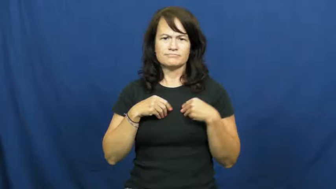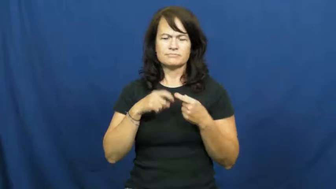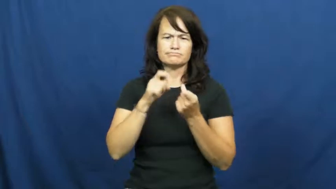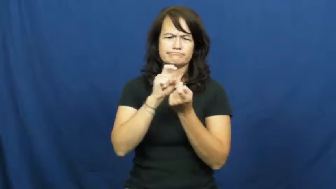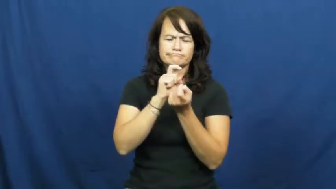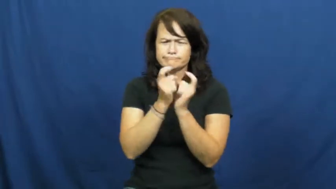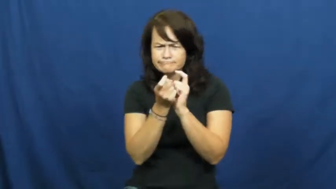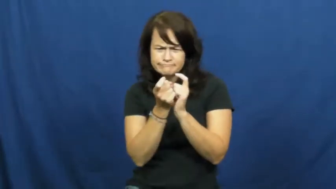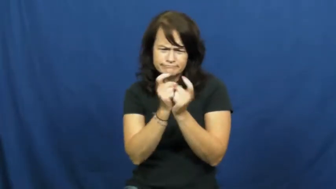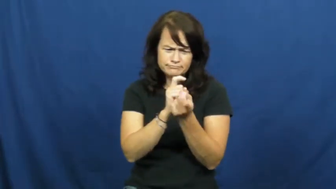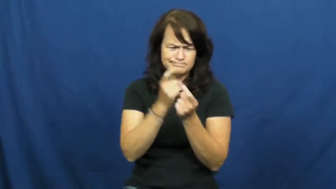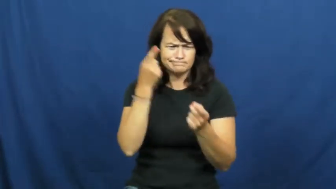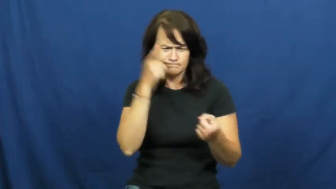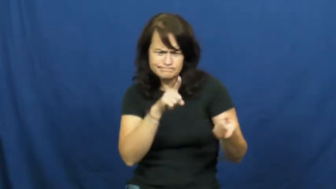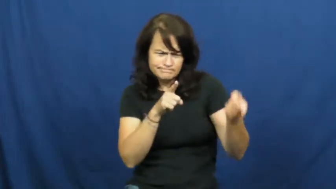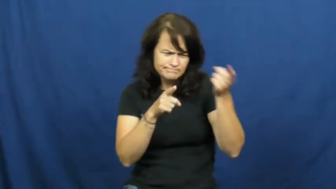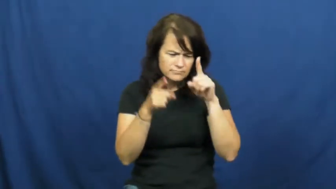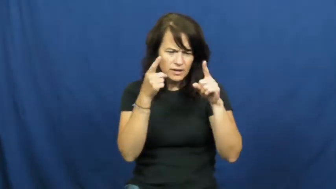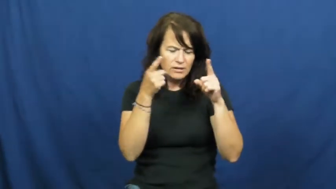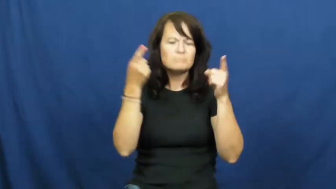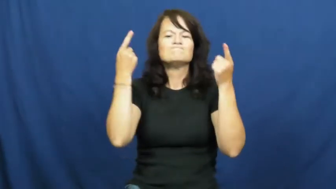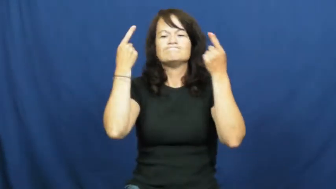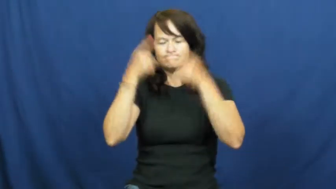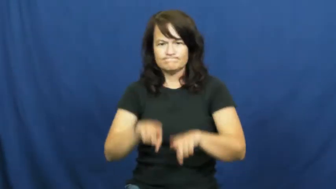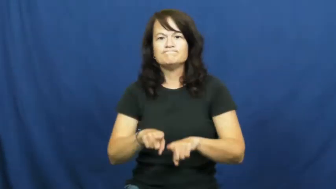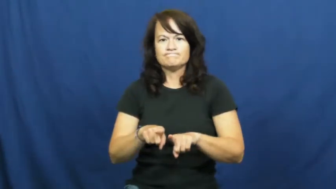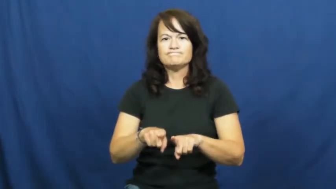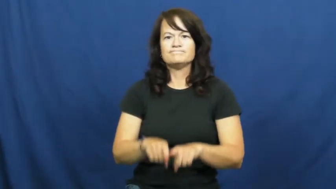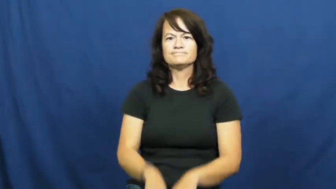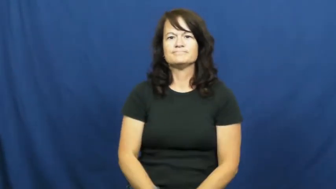hammer out-agreemnet